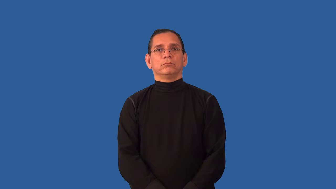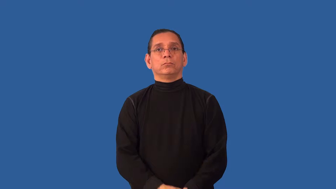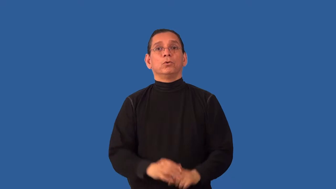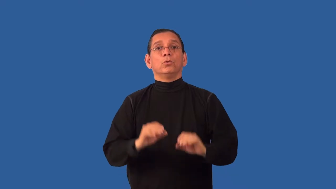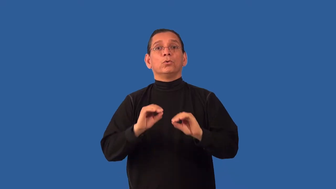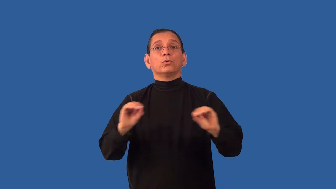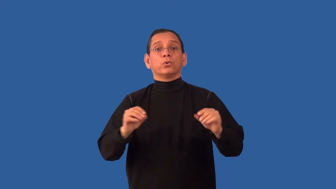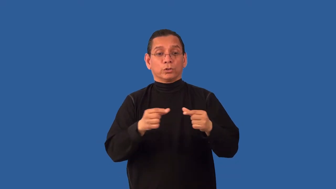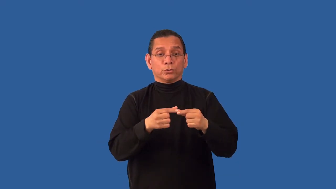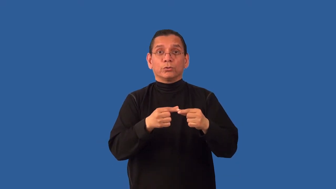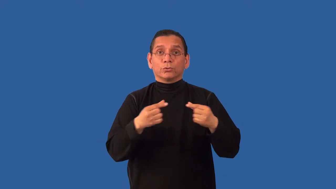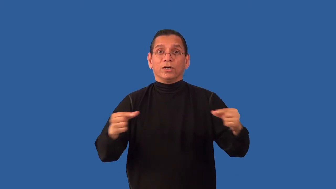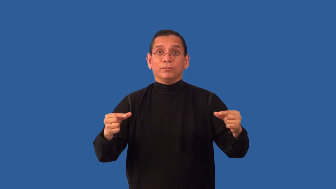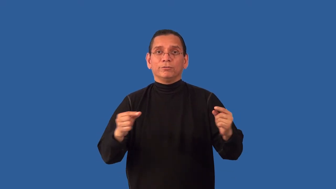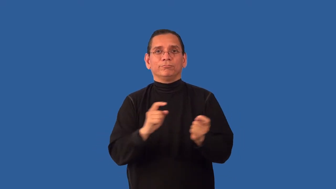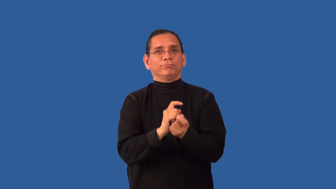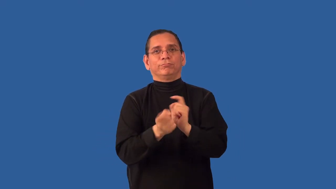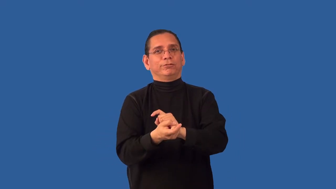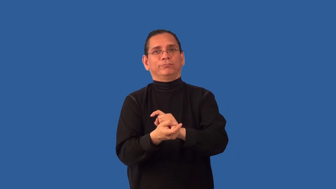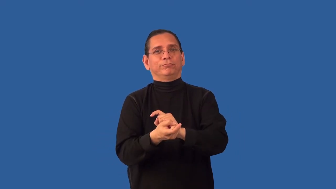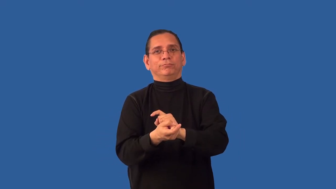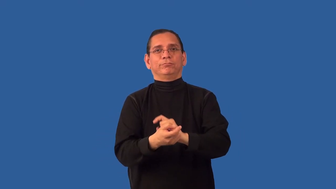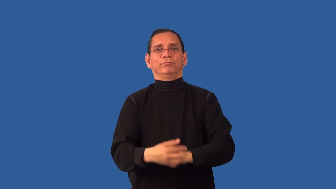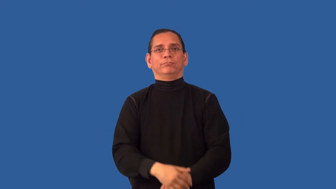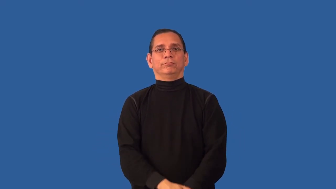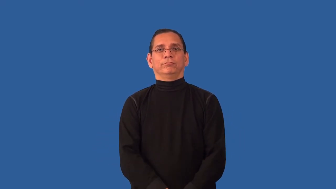uninflected-language